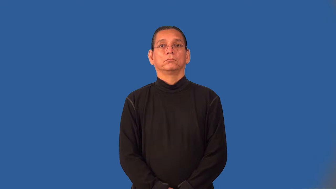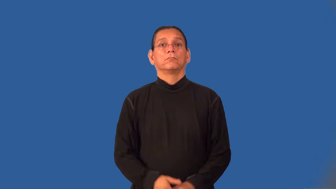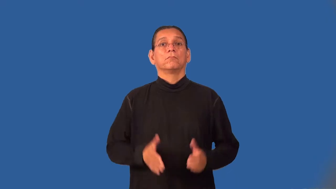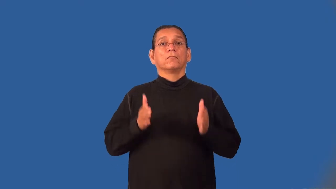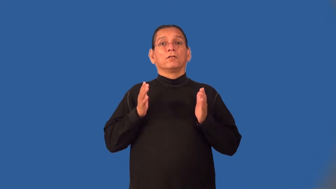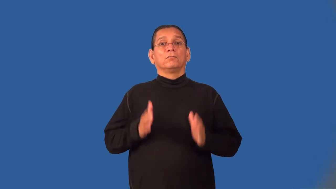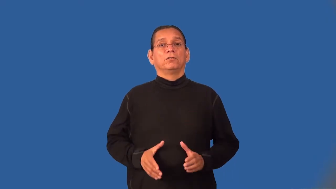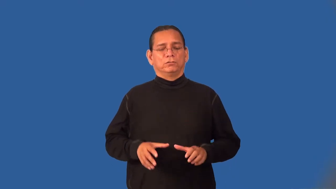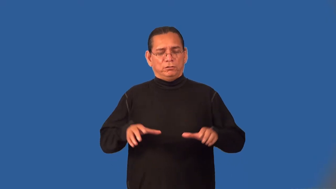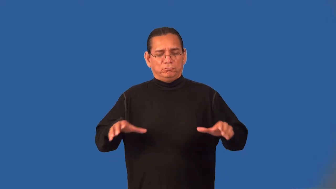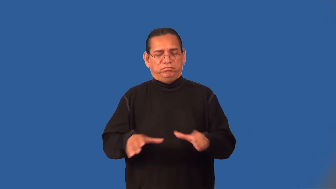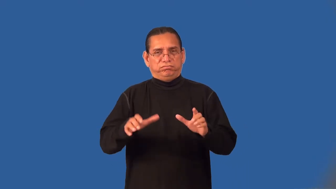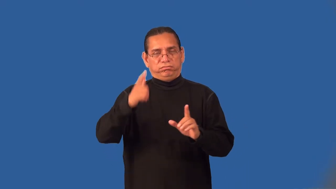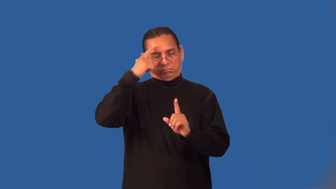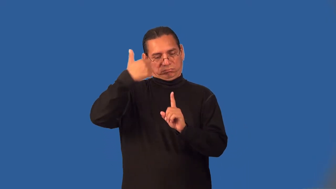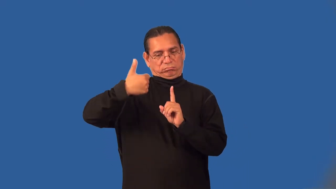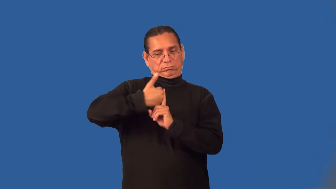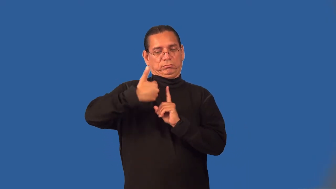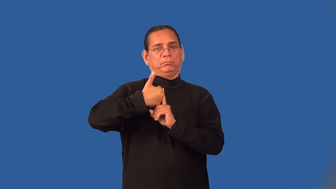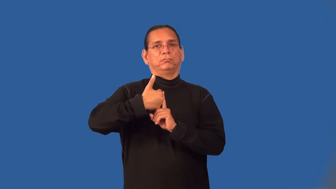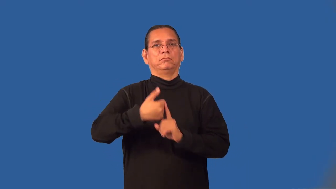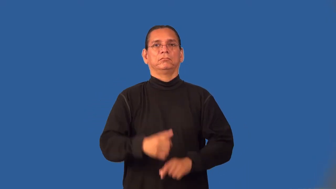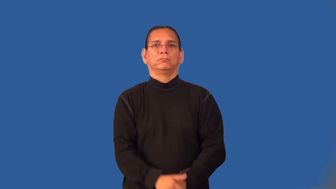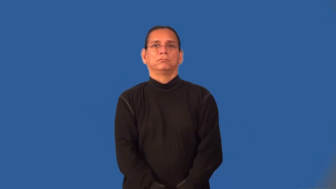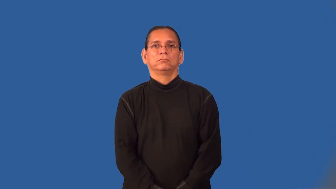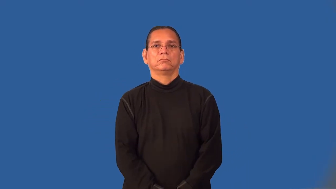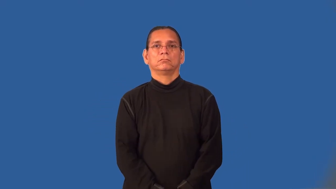individualist